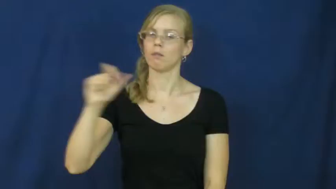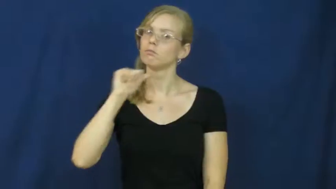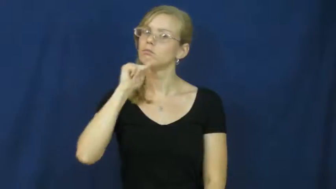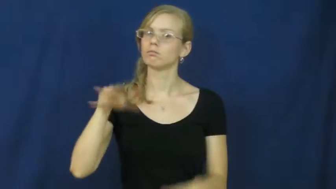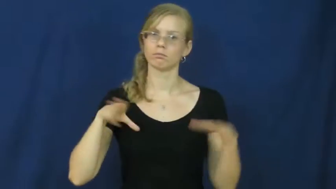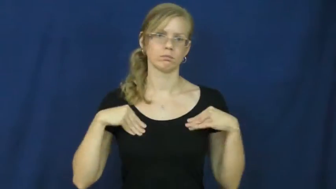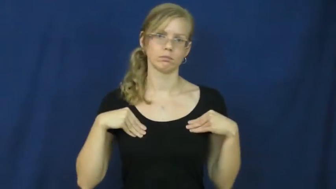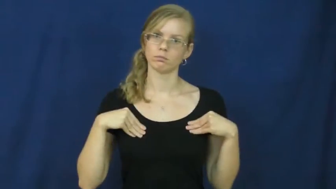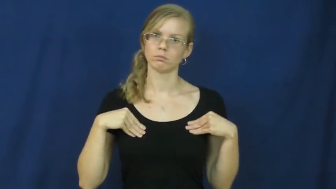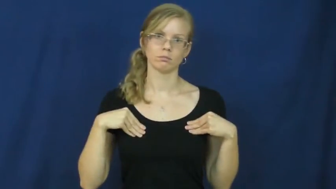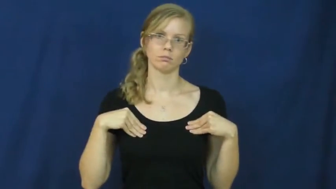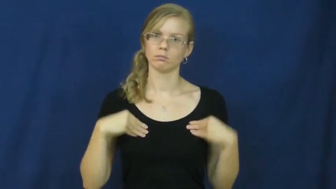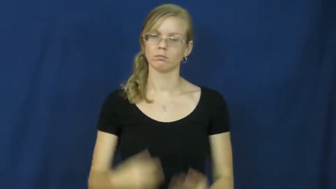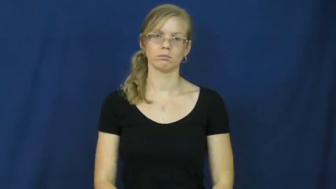unacceptable,unreconciled,intolerant,invalid,inexcusable,unpalatable